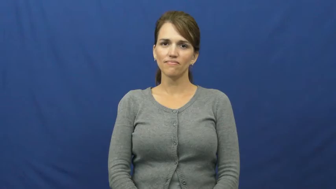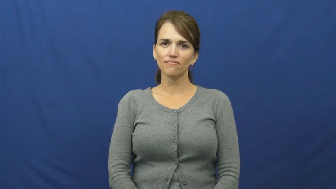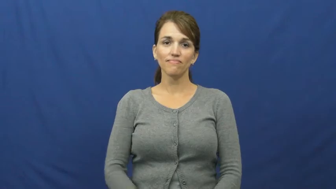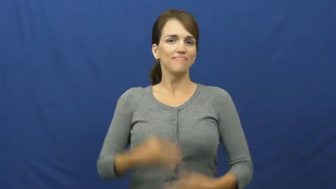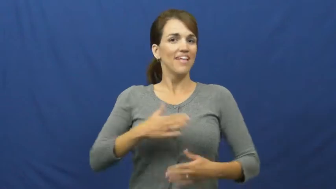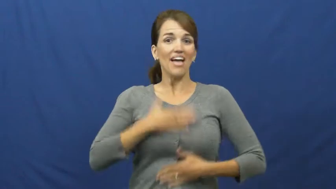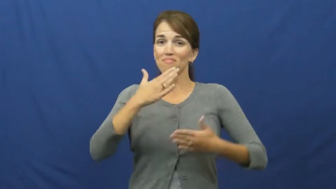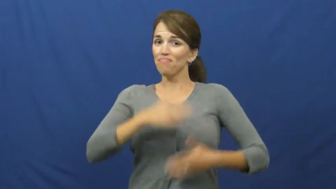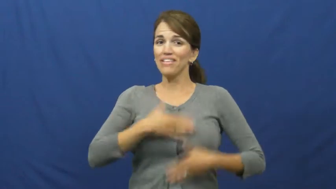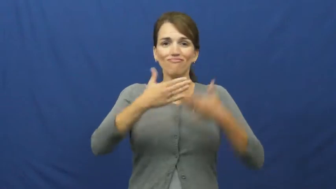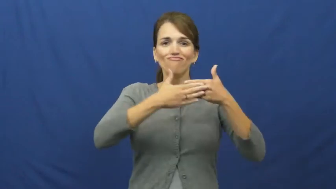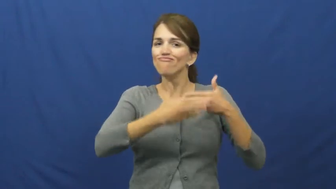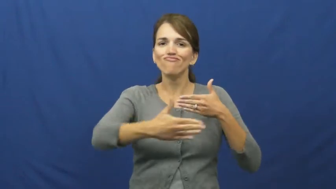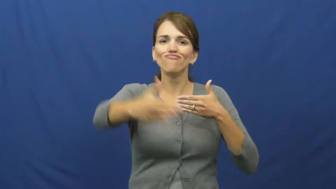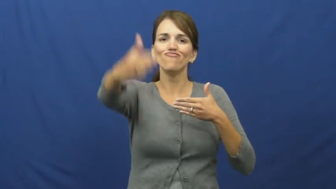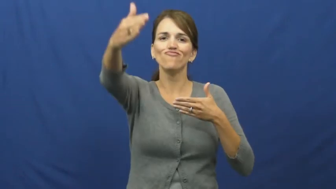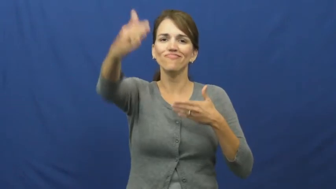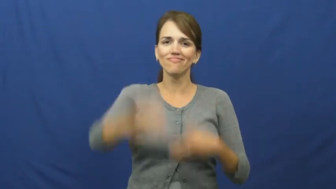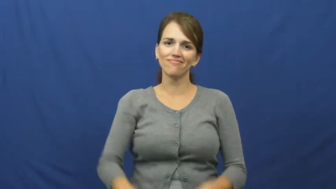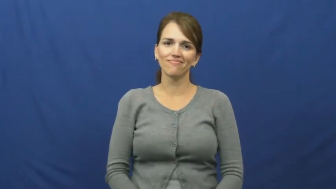happily ever after